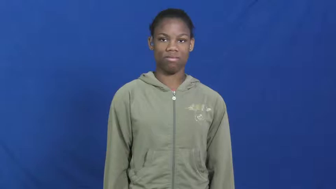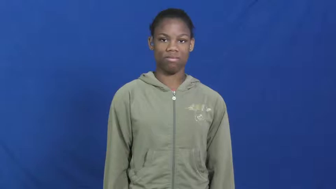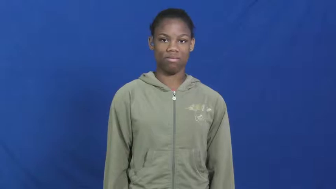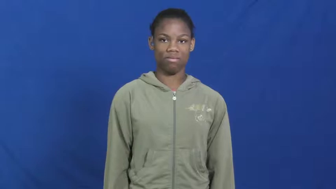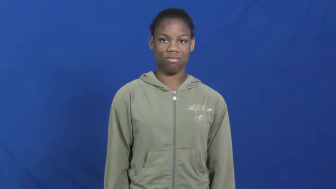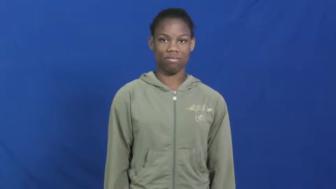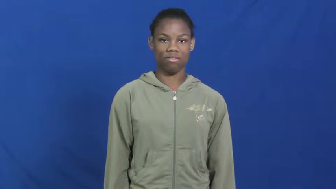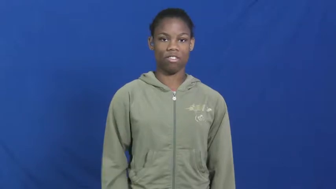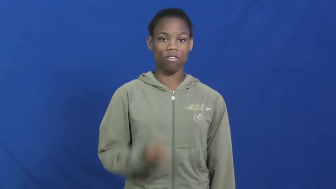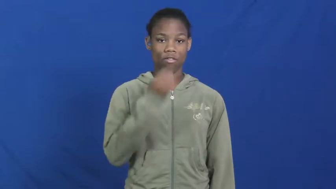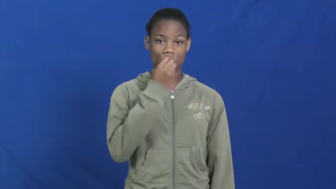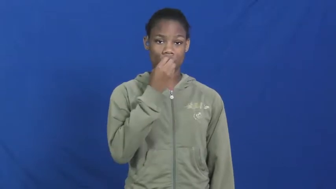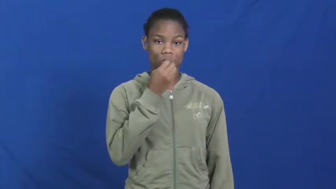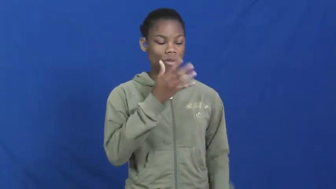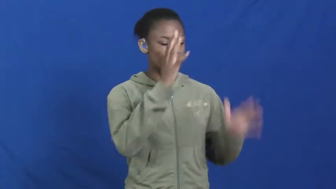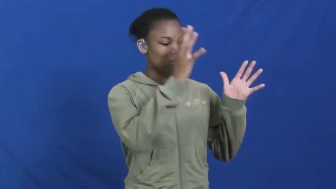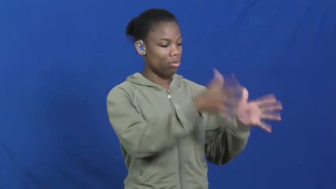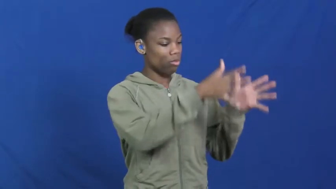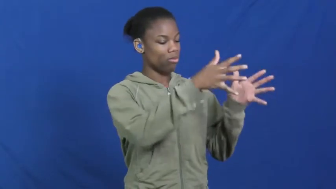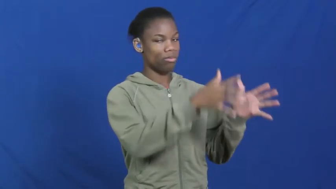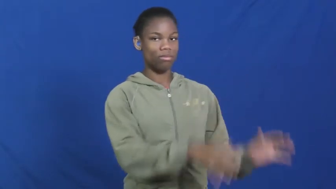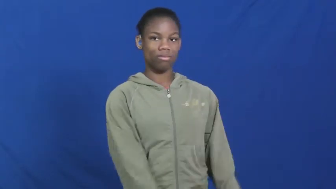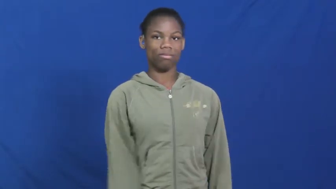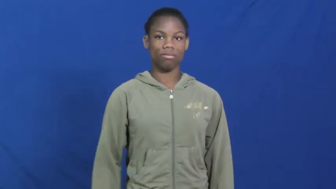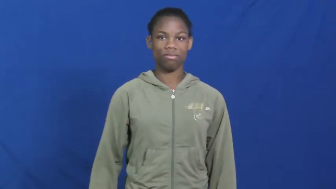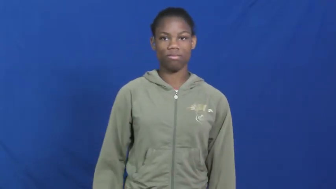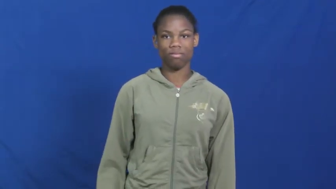leftovers